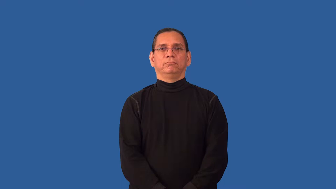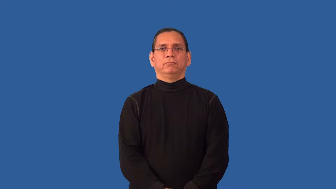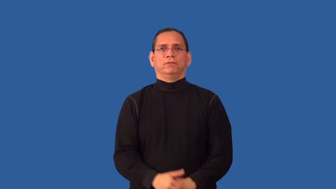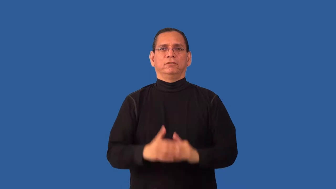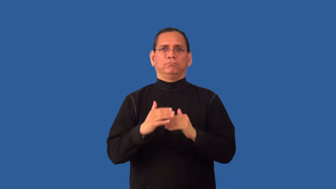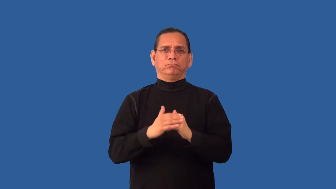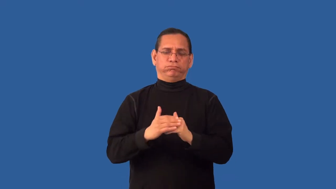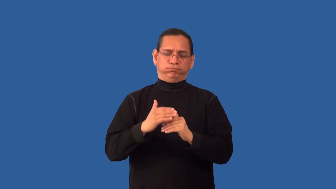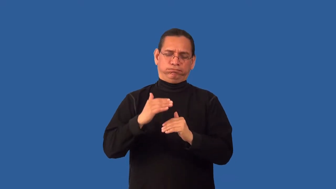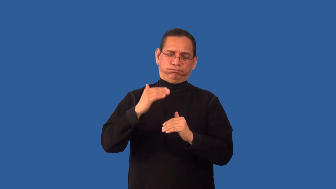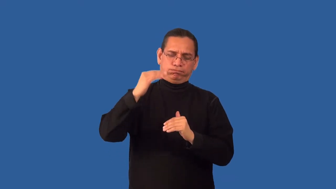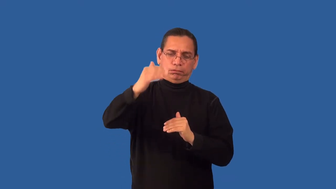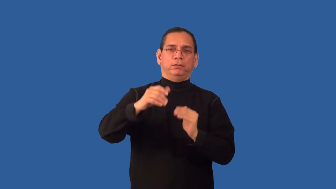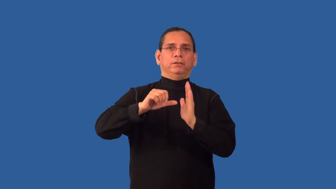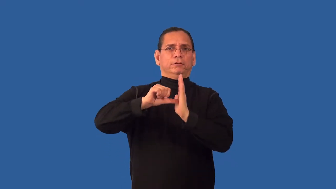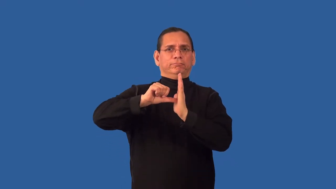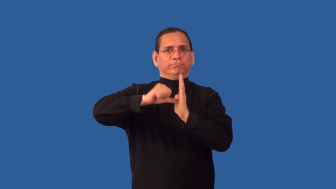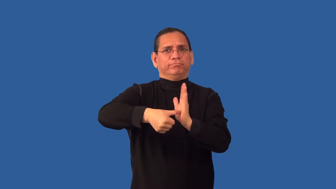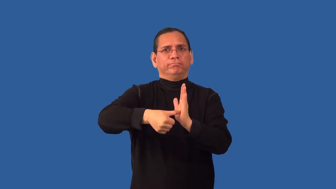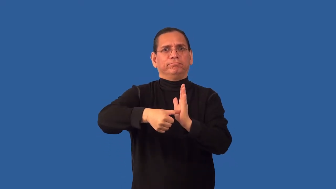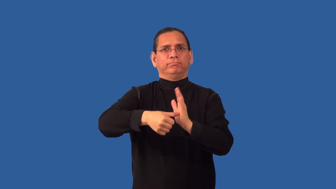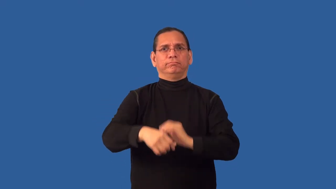overemphasize